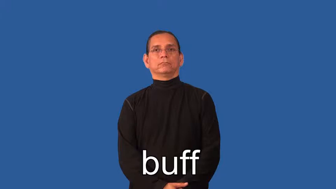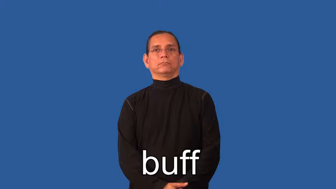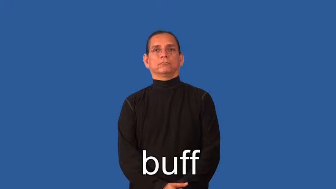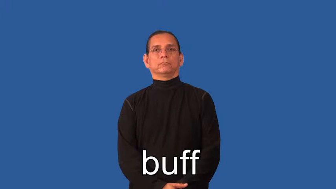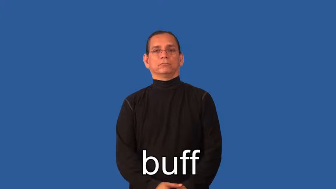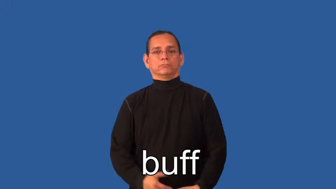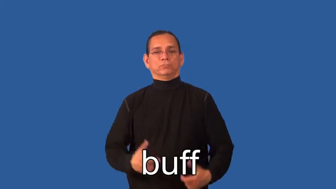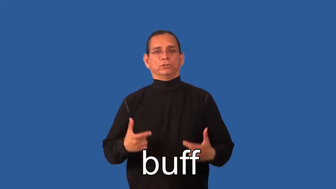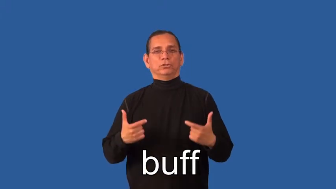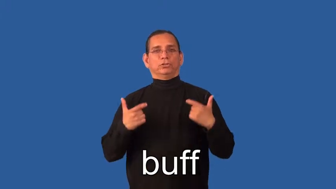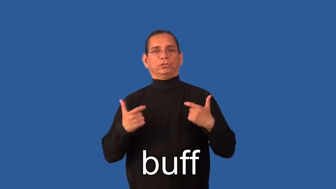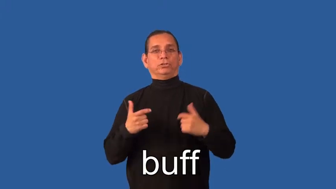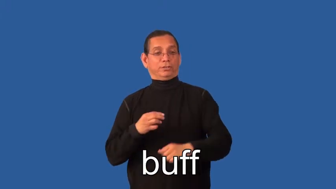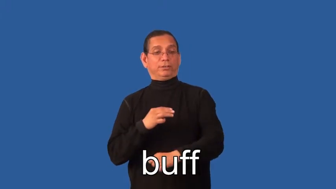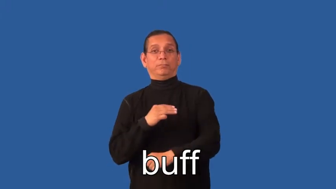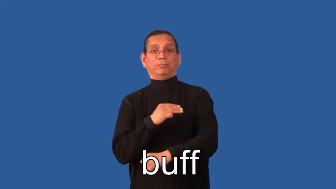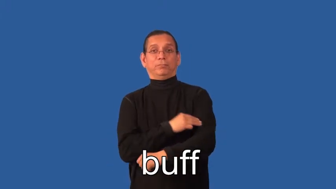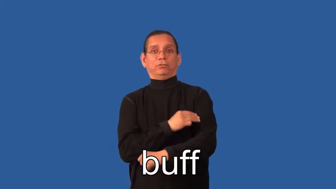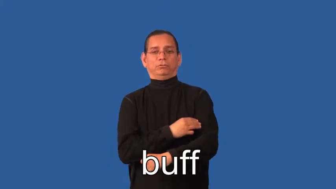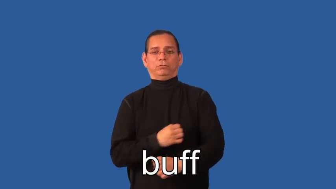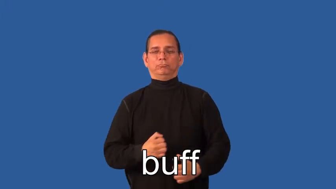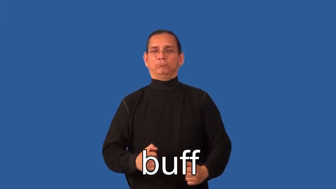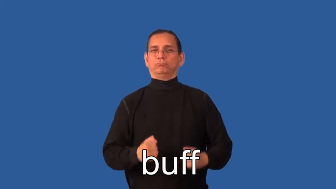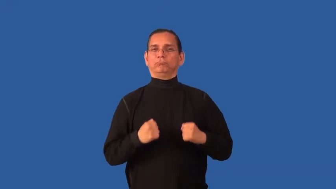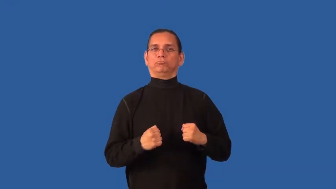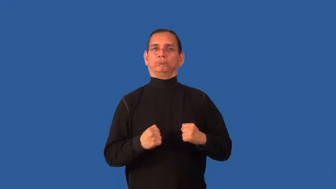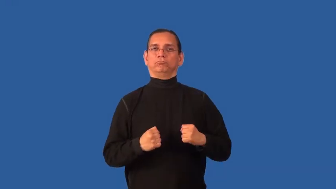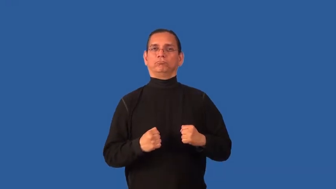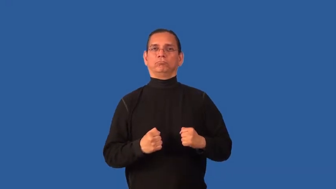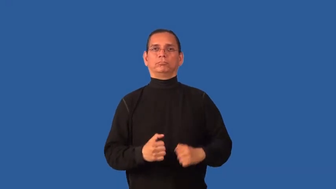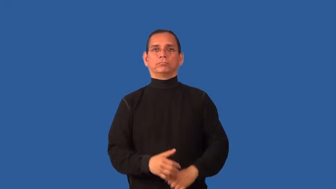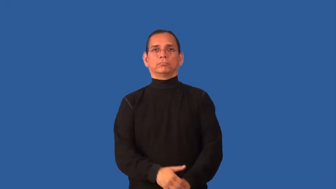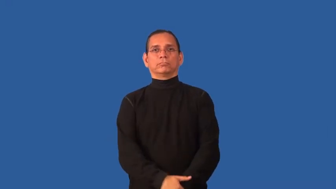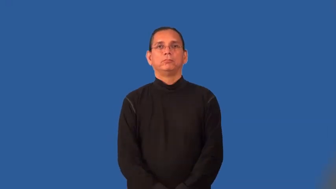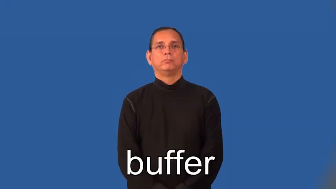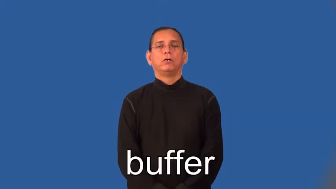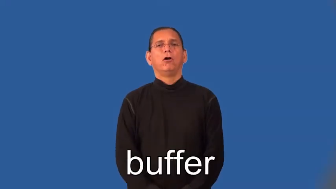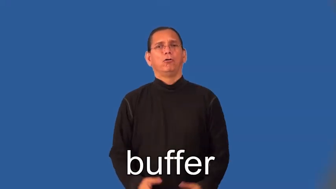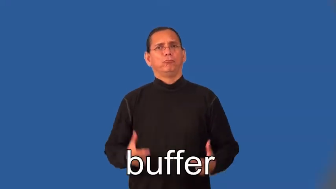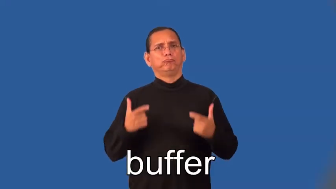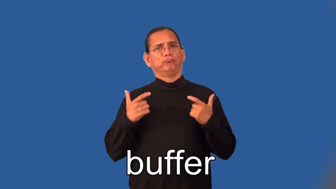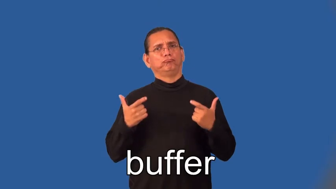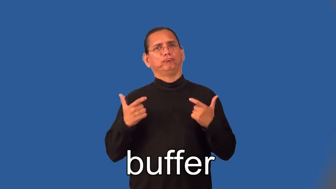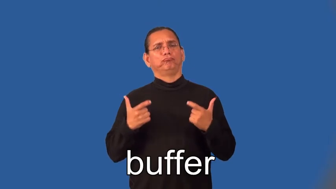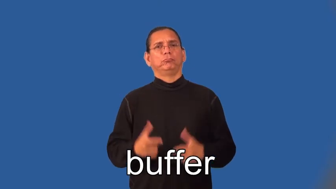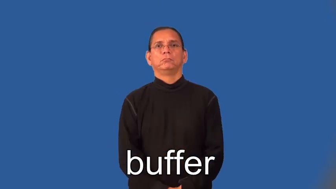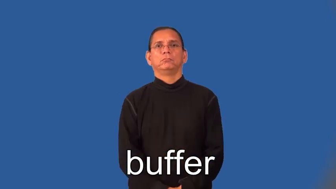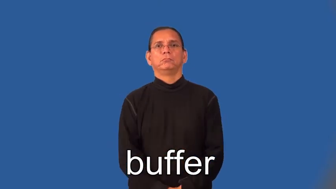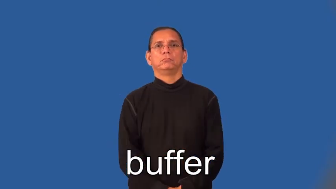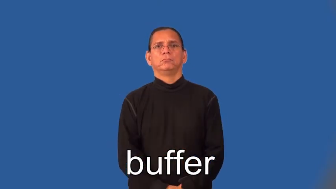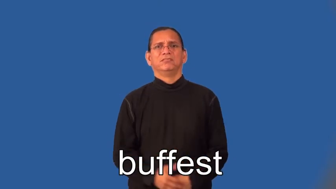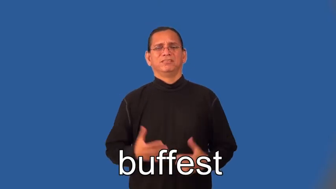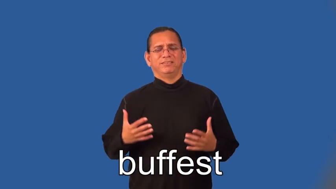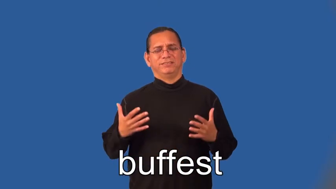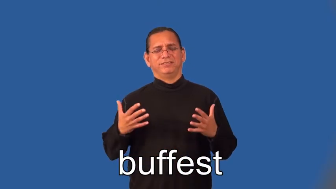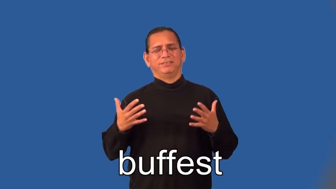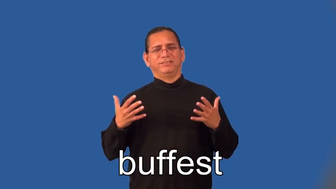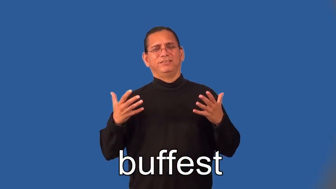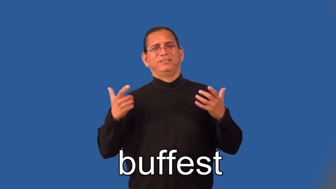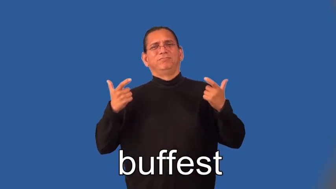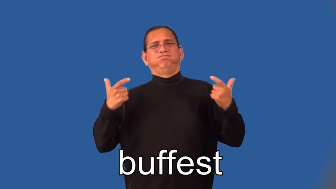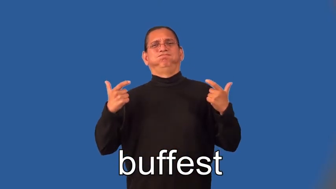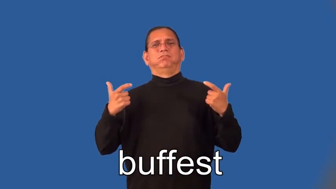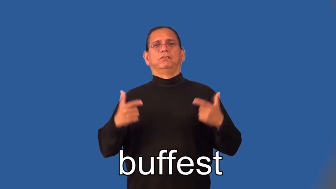buffer,buffest